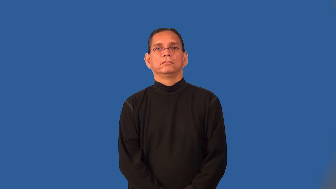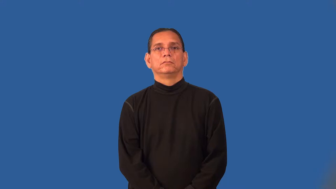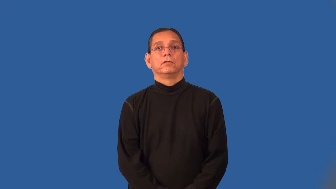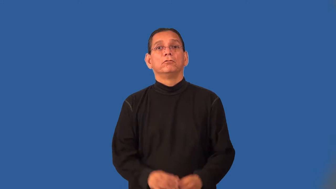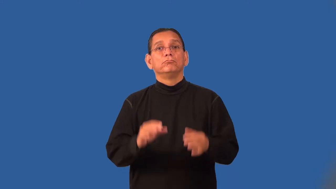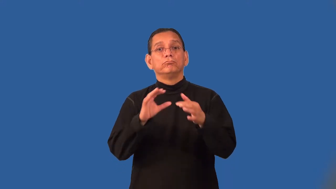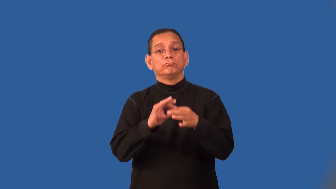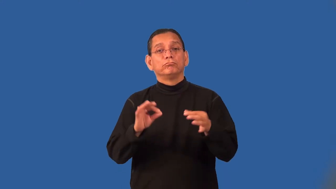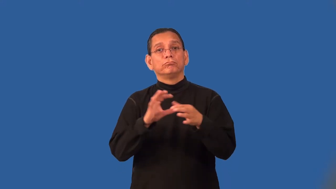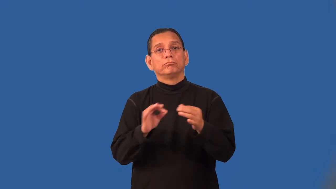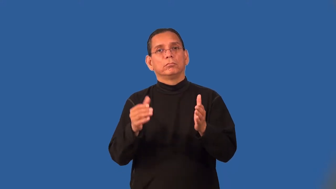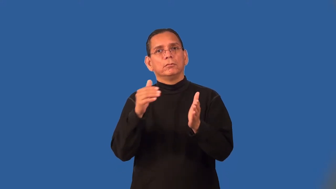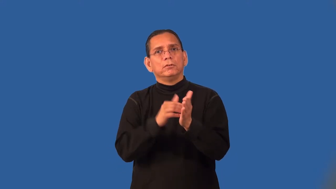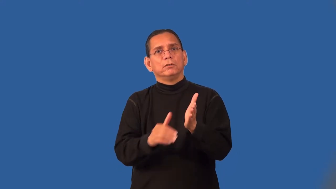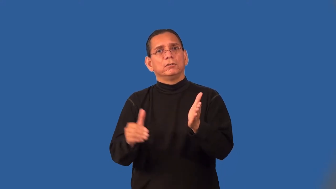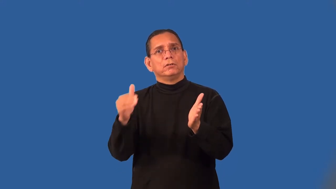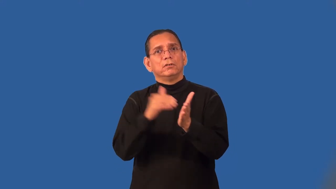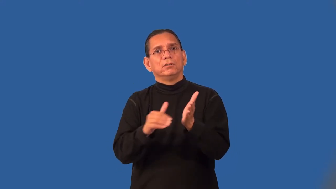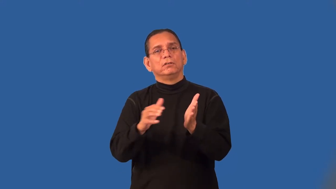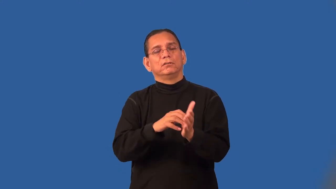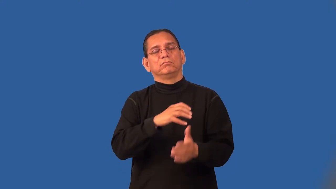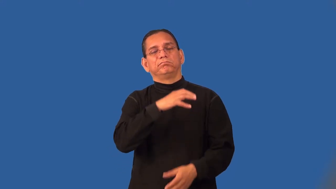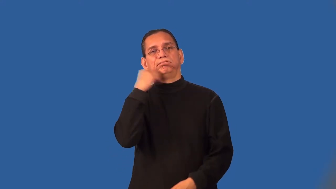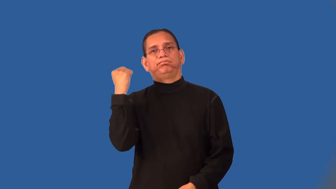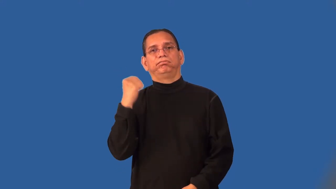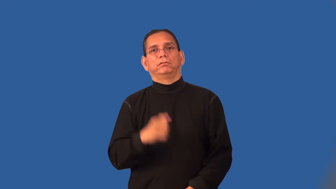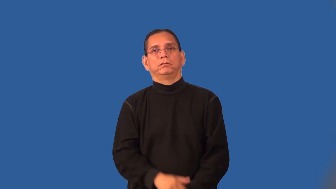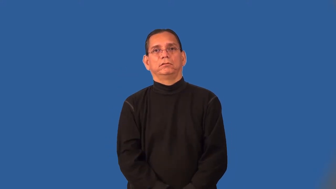platitude